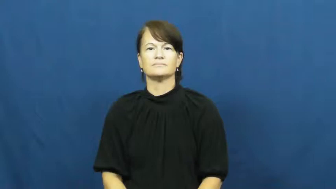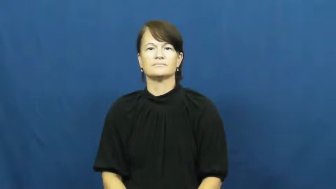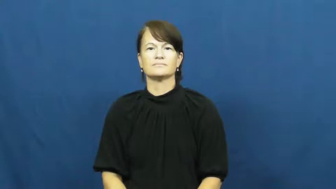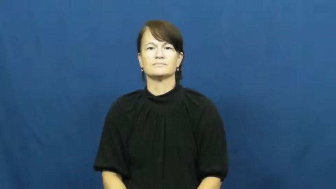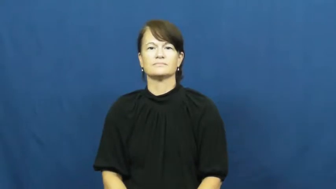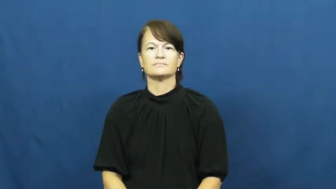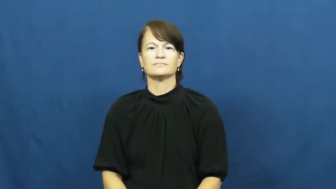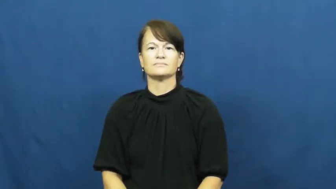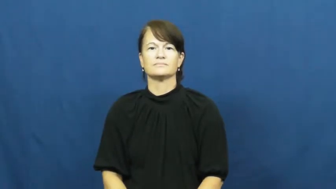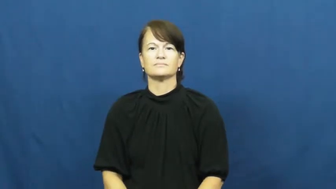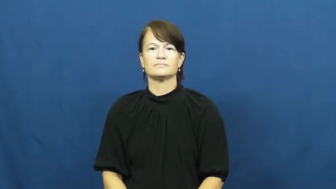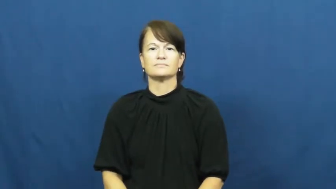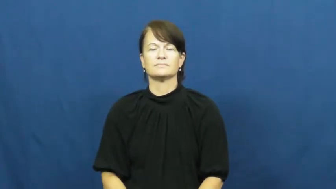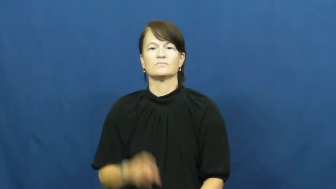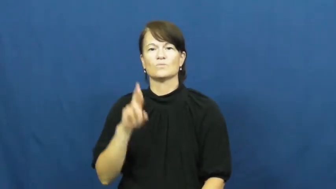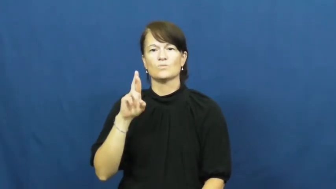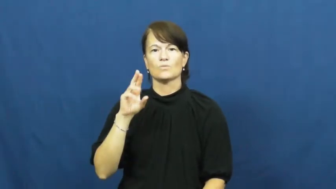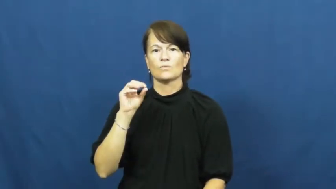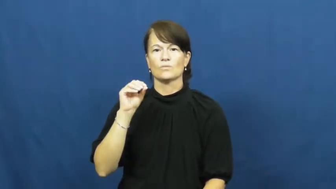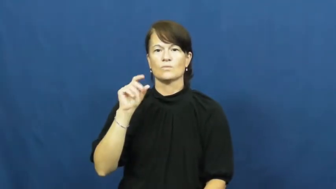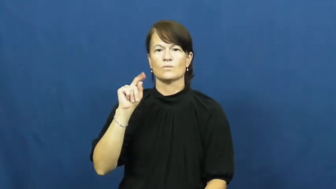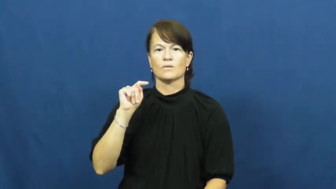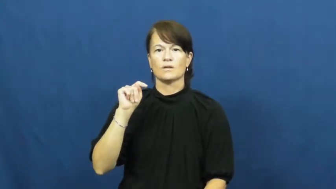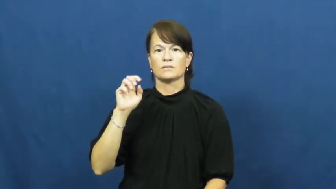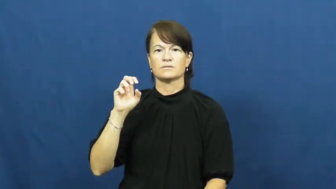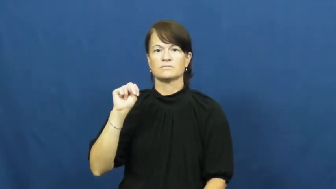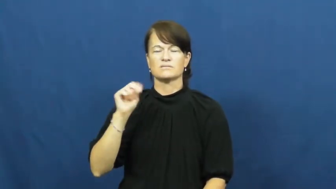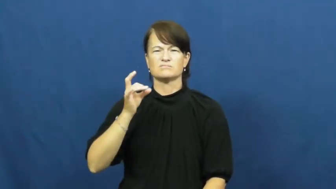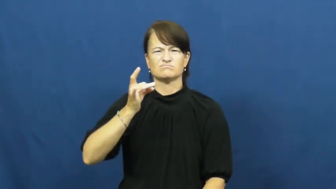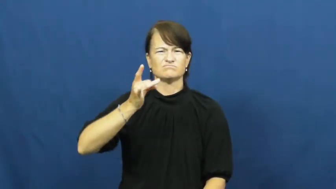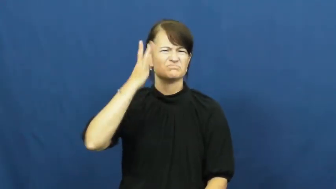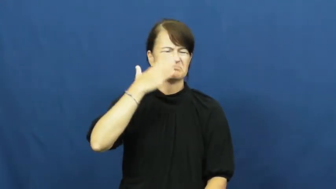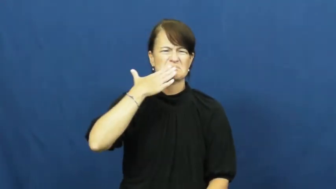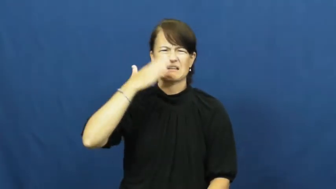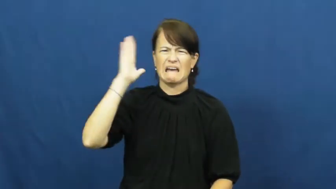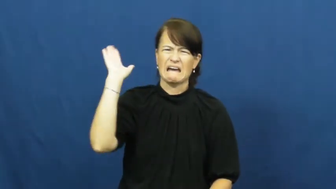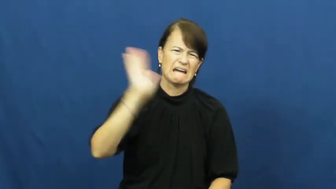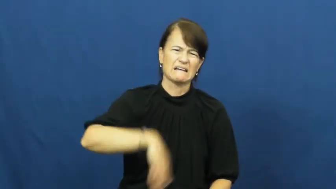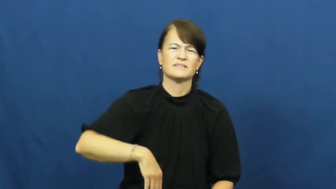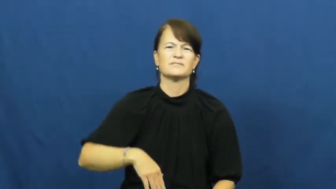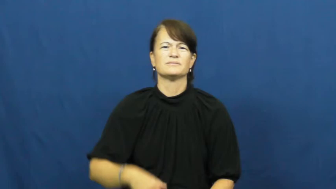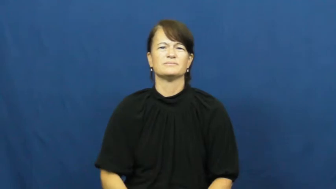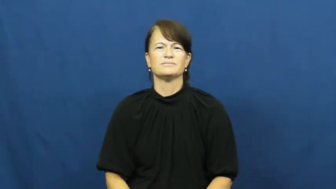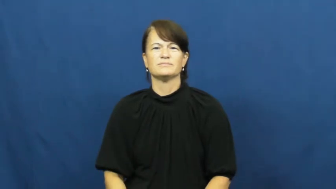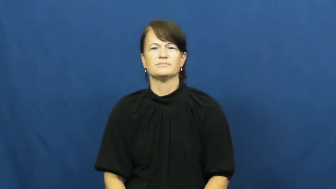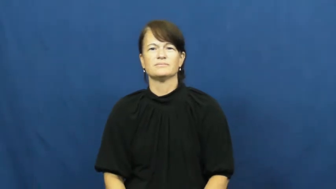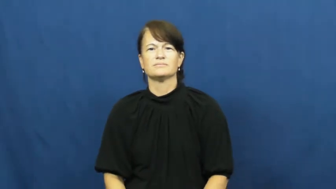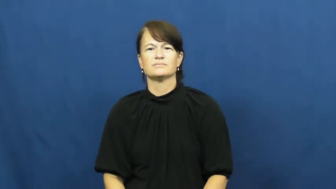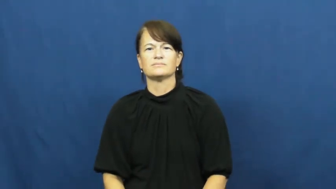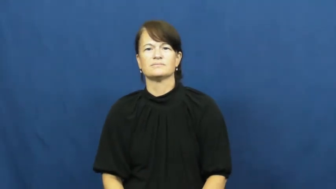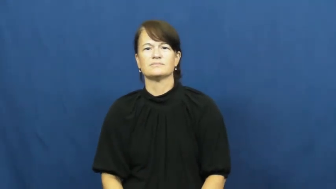rotten-behavior